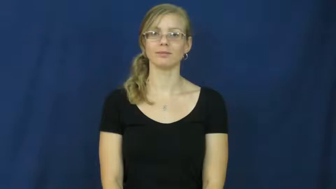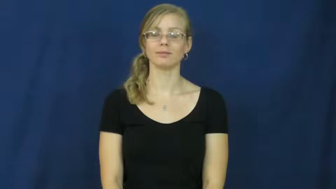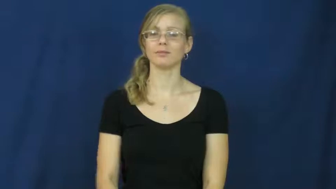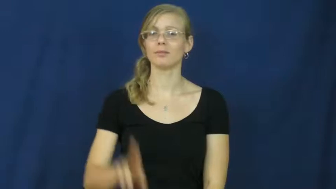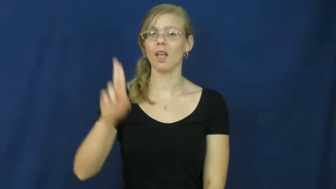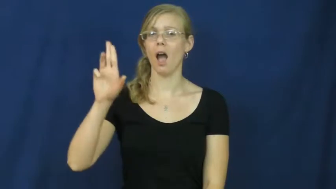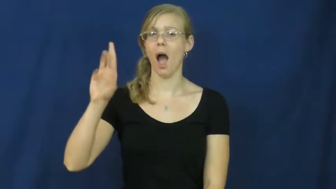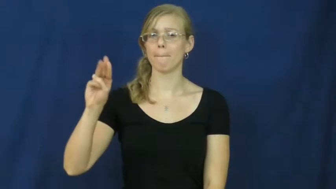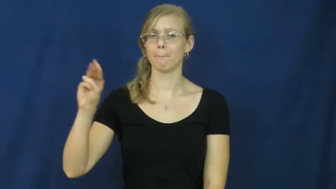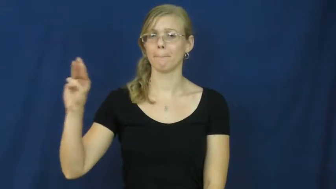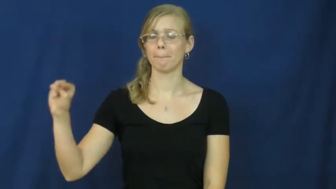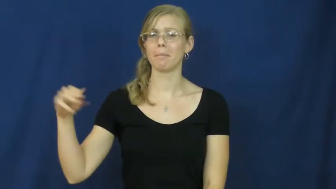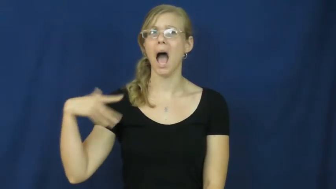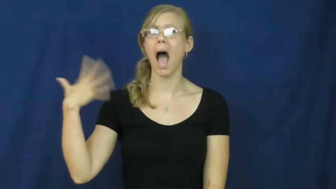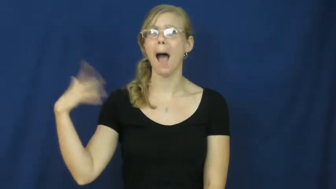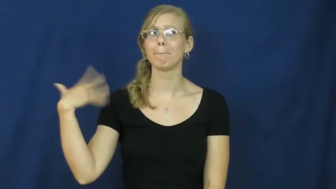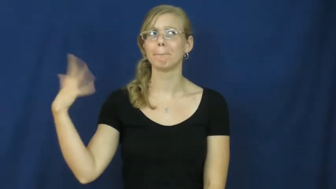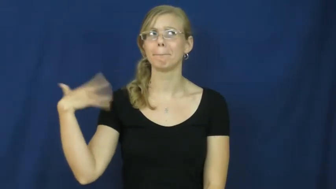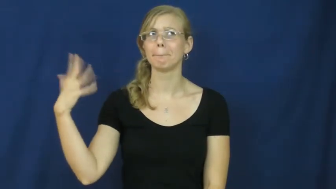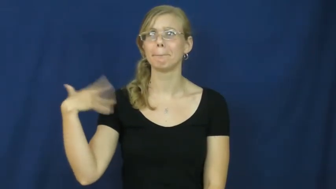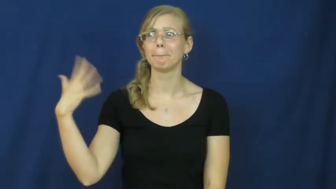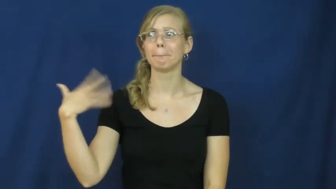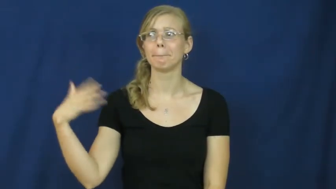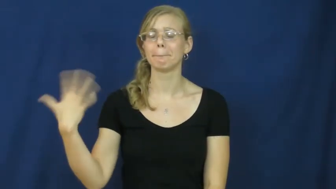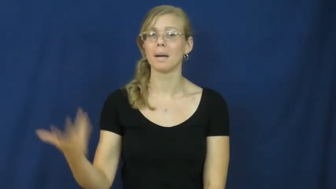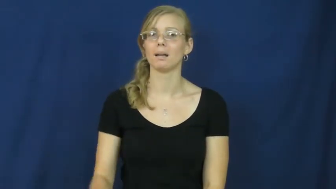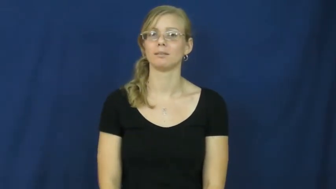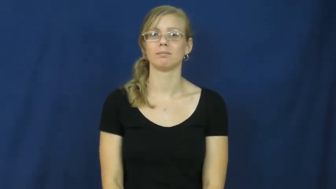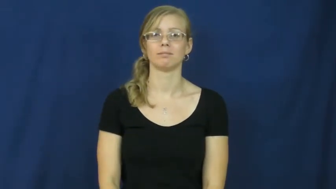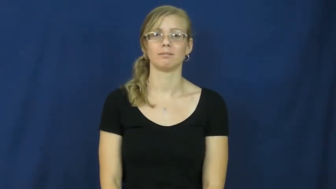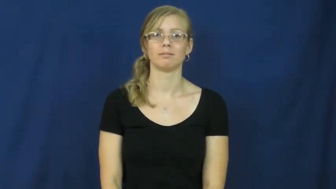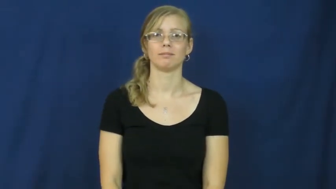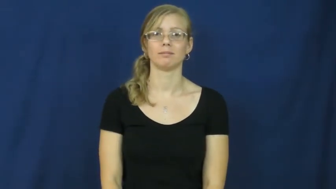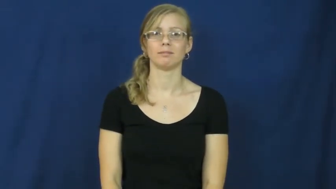ummm